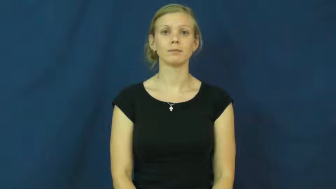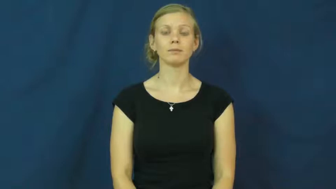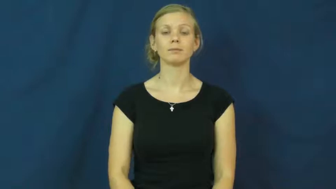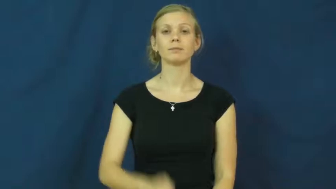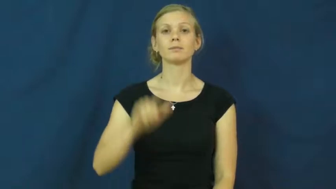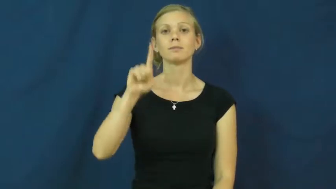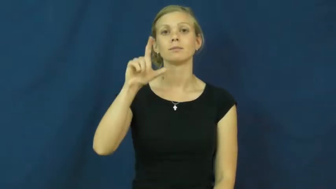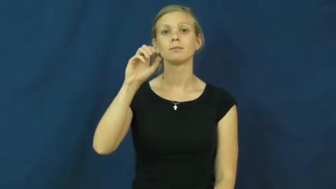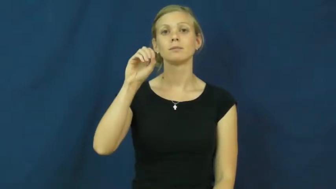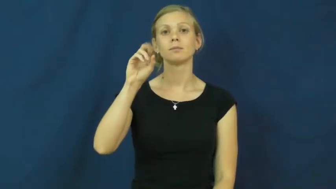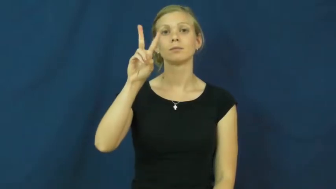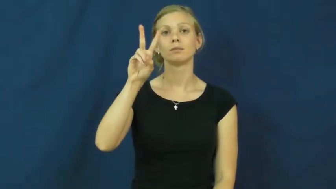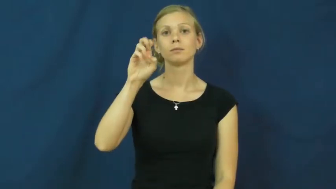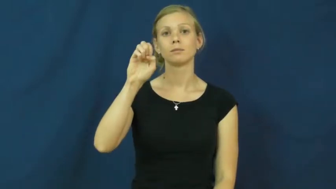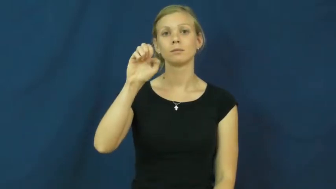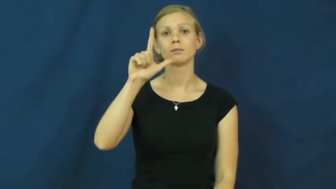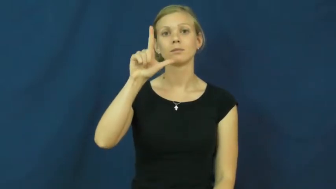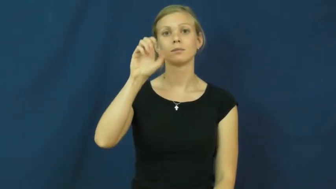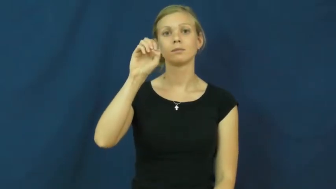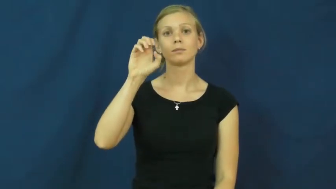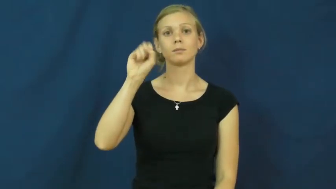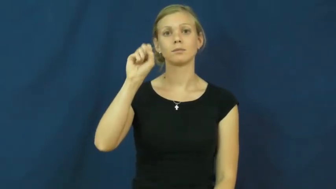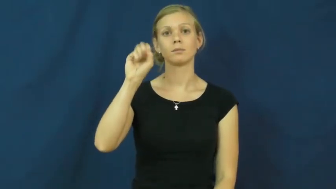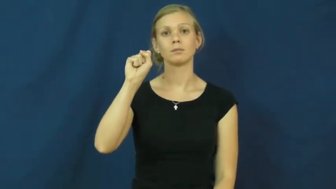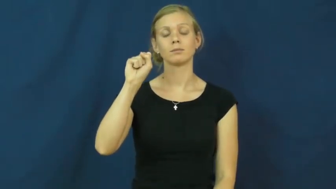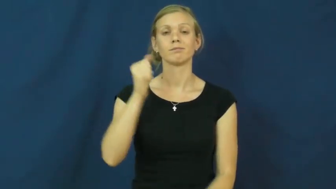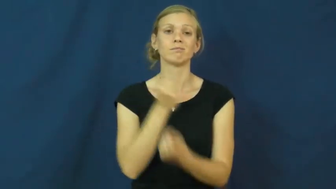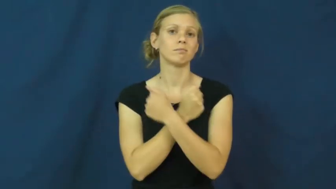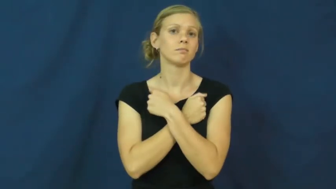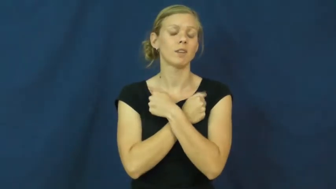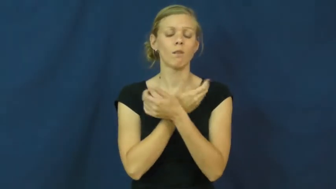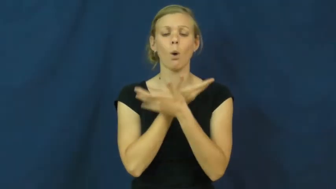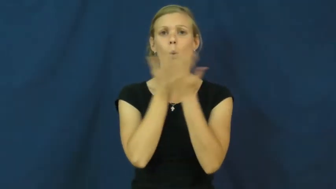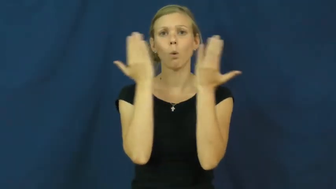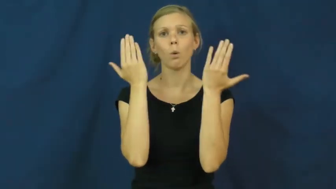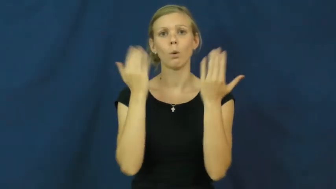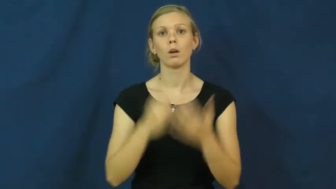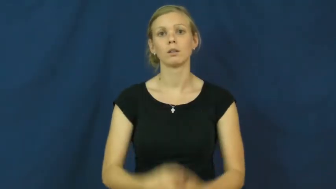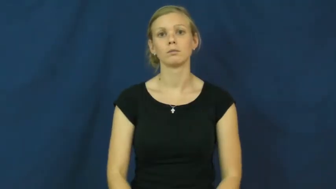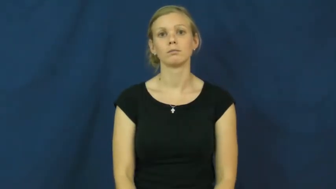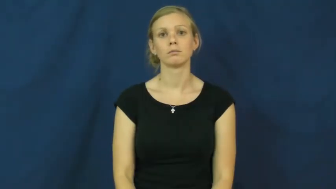loveless